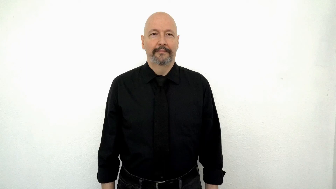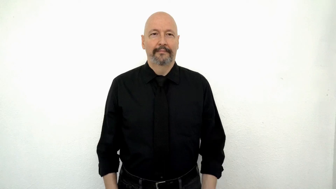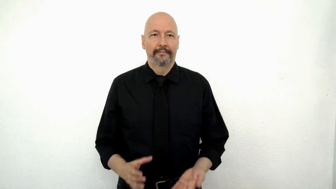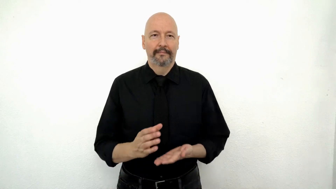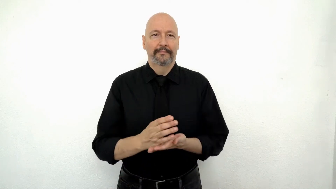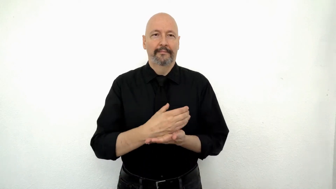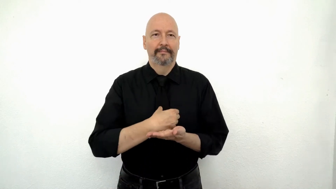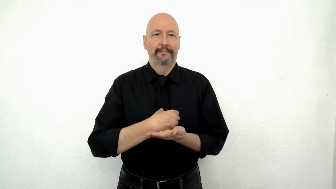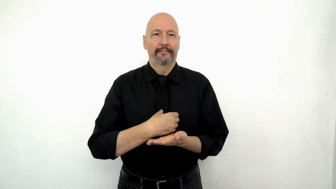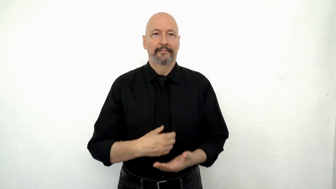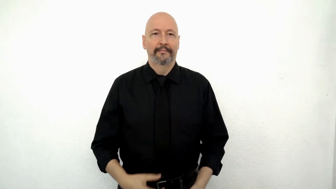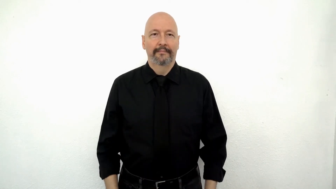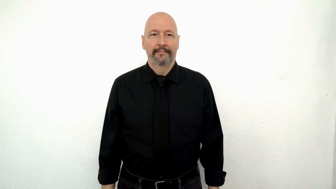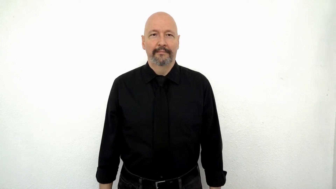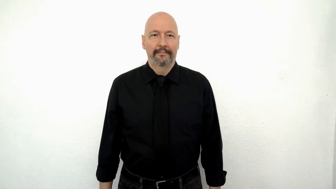CREAM